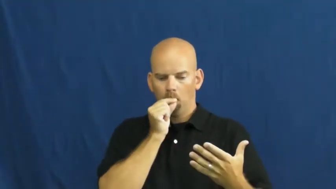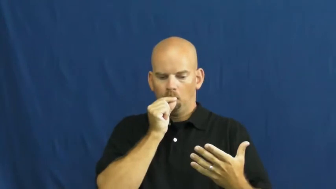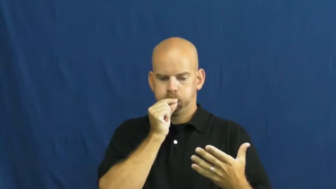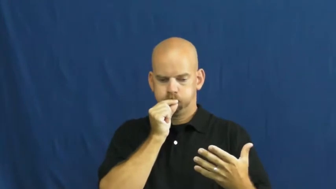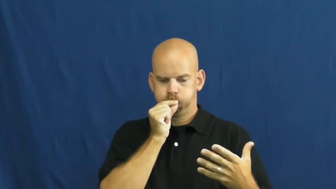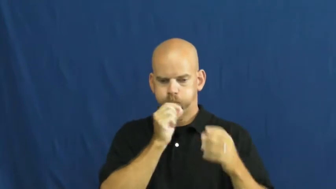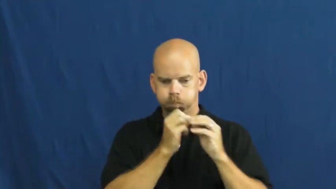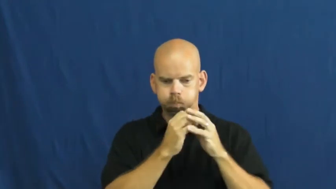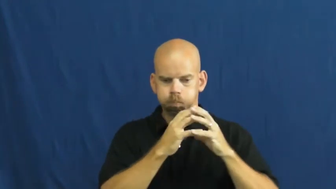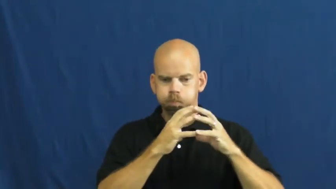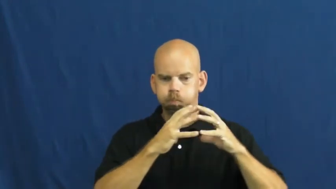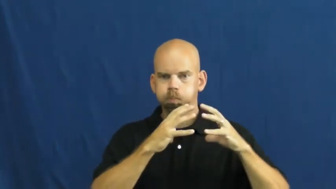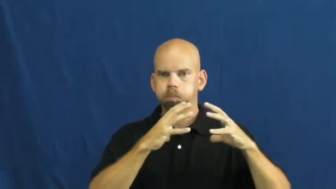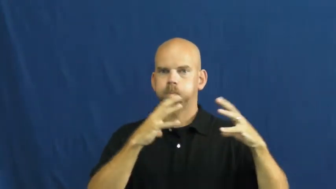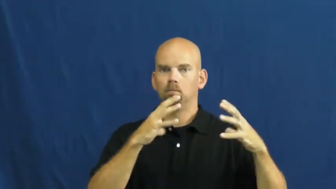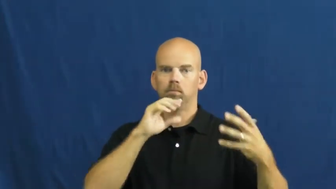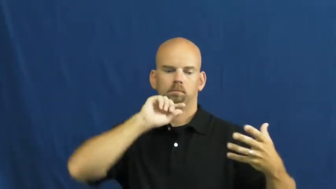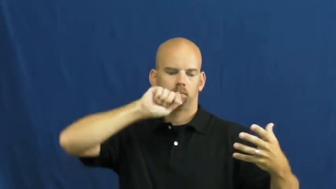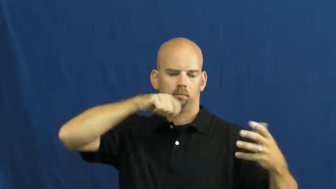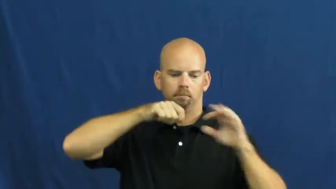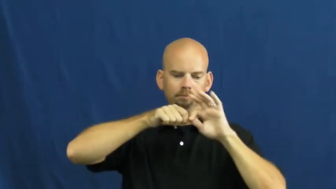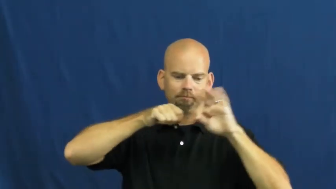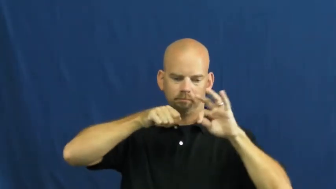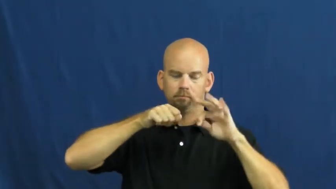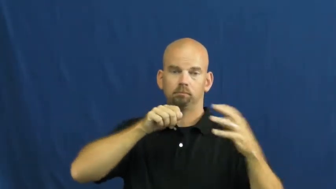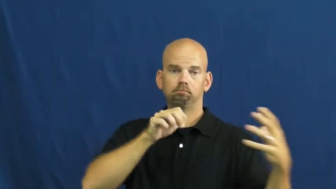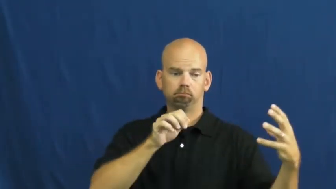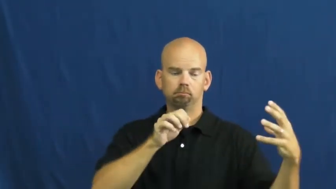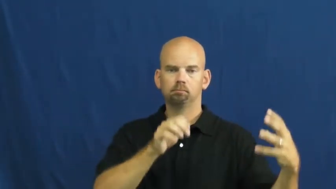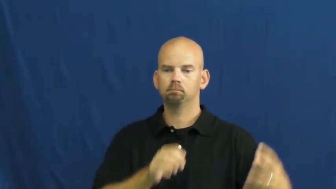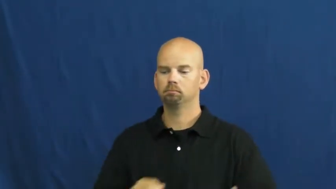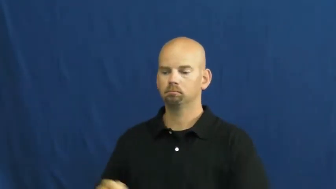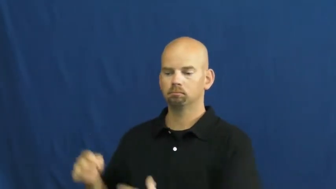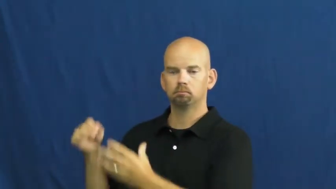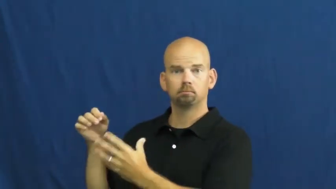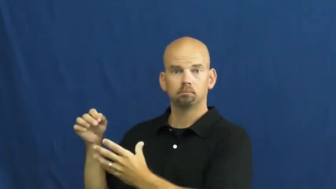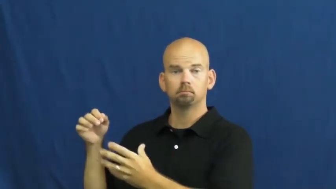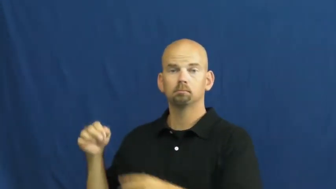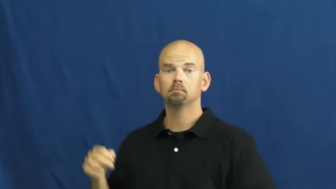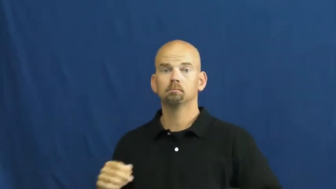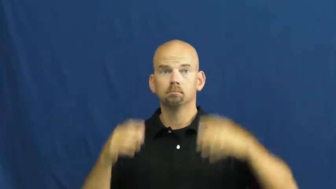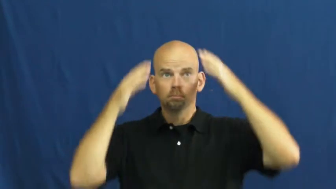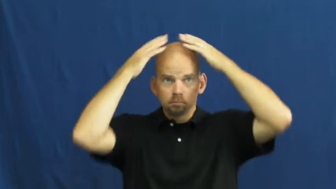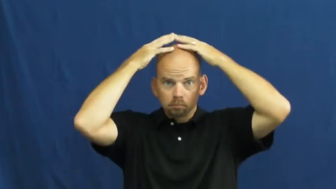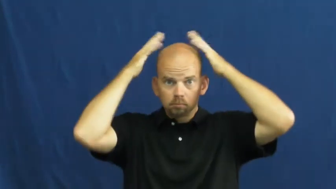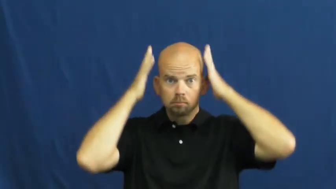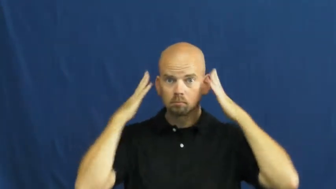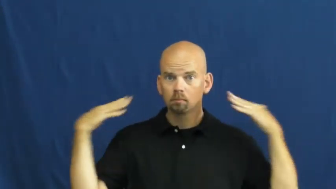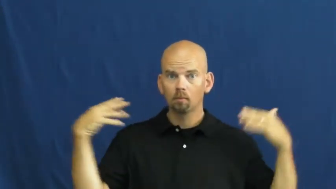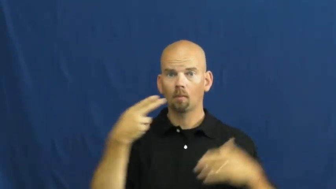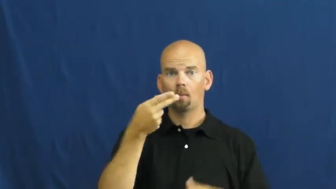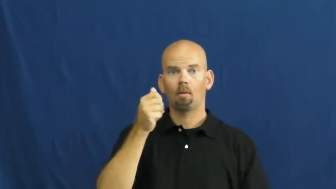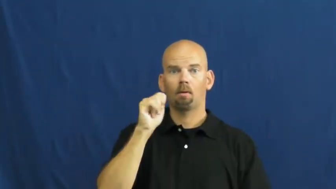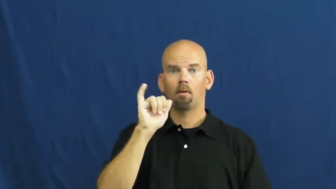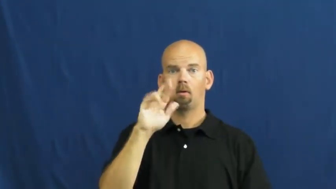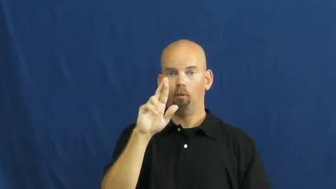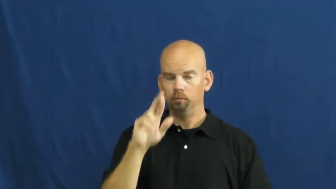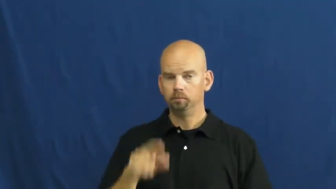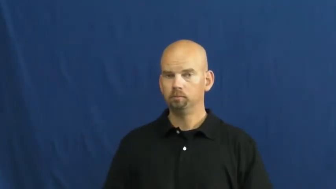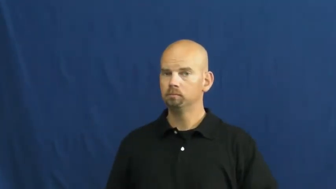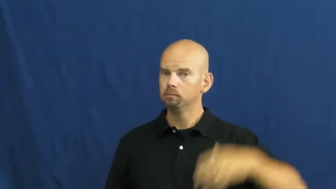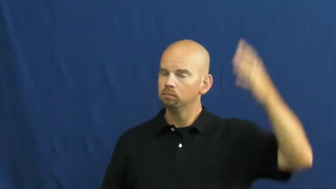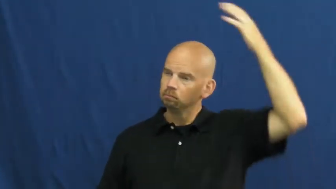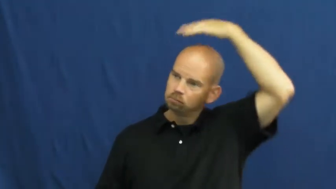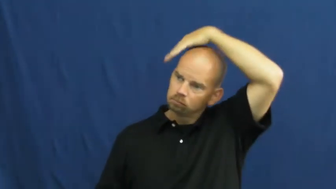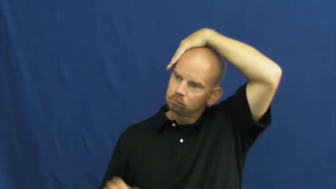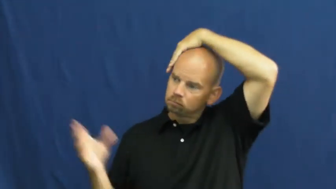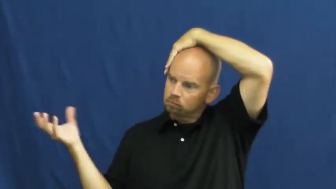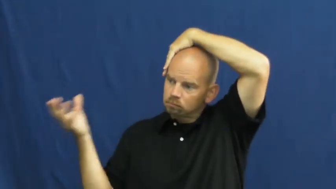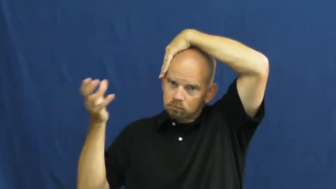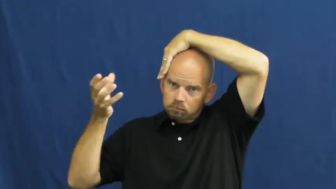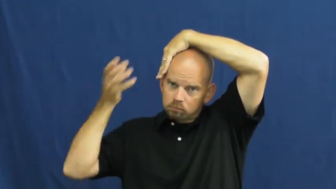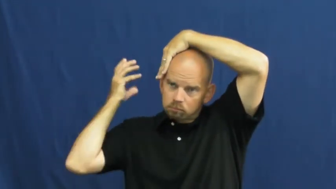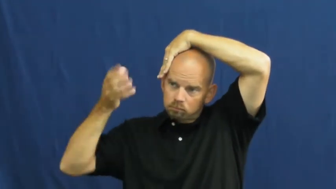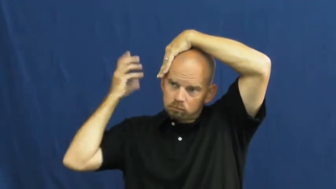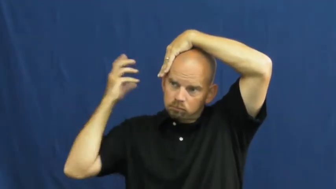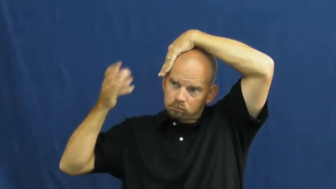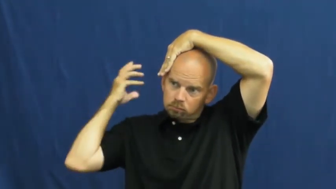static-electricity